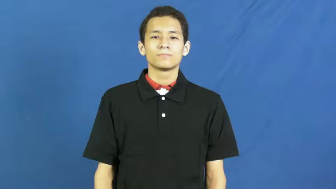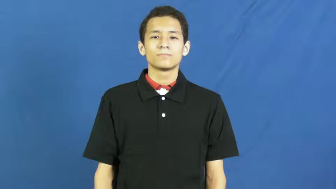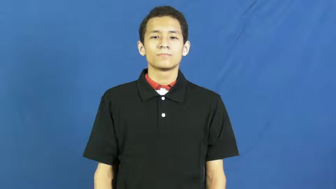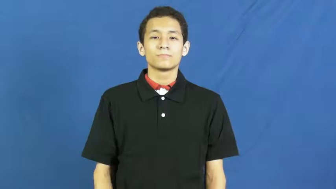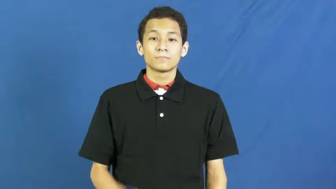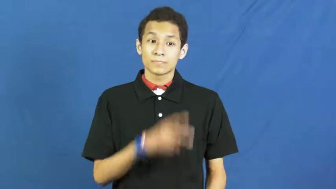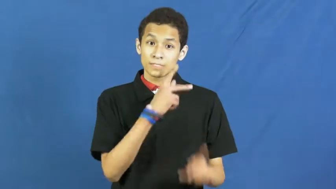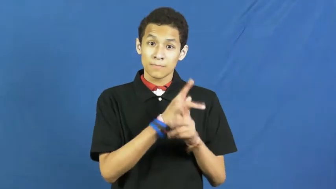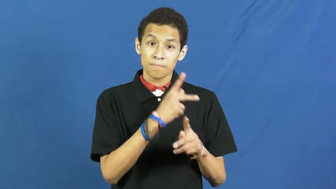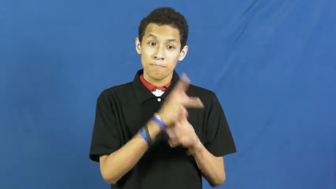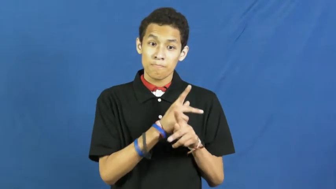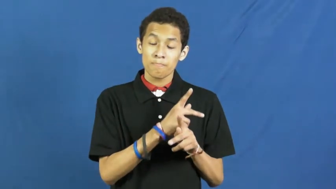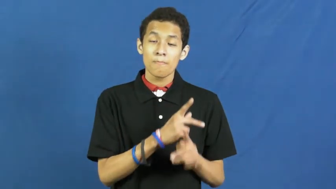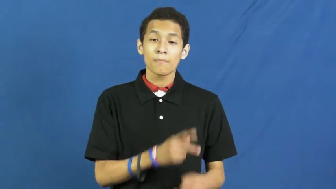safeguard,safeguard against